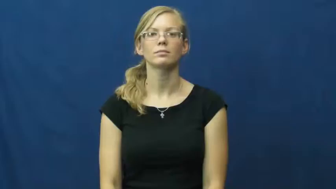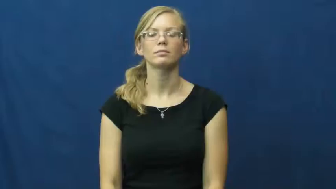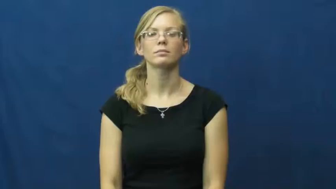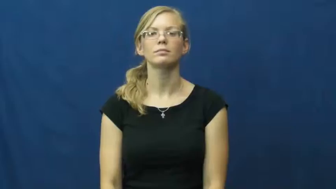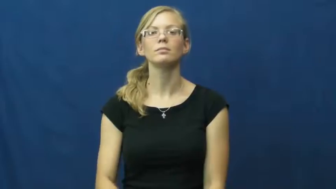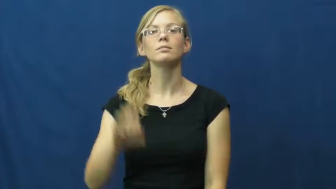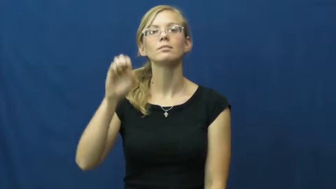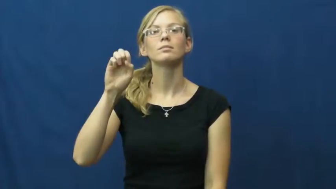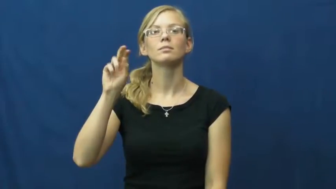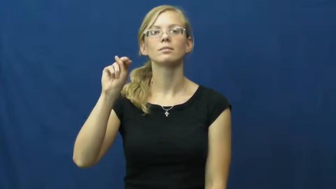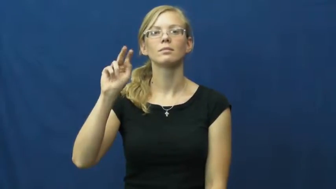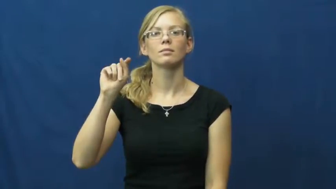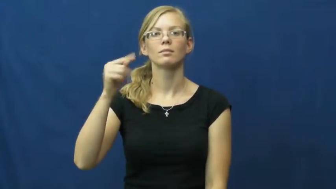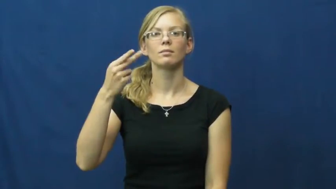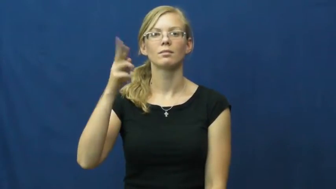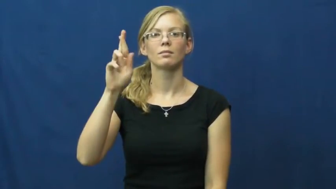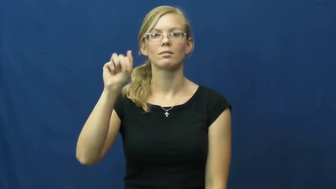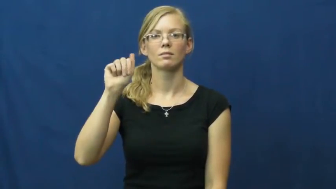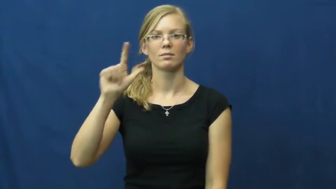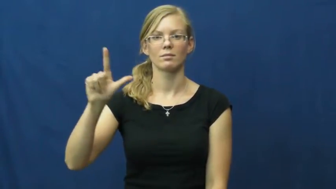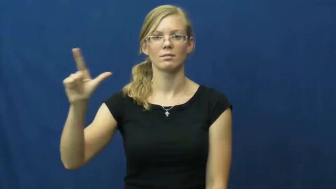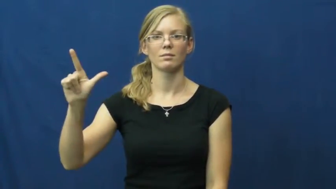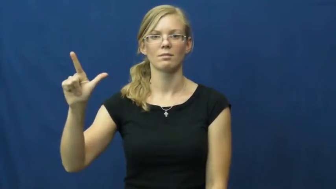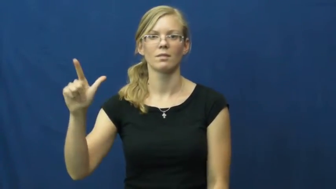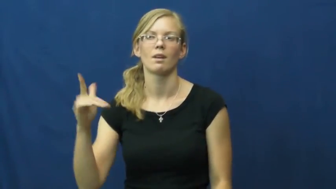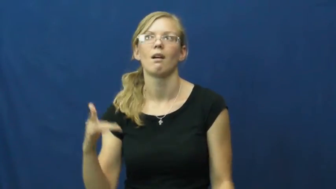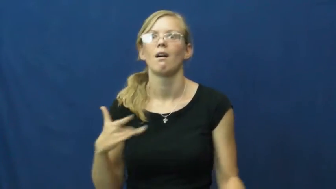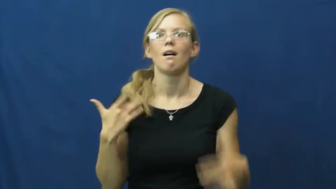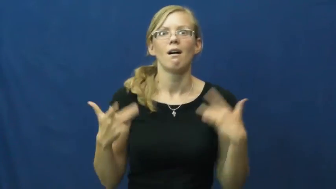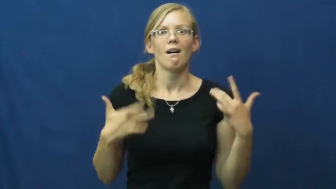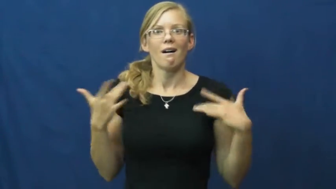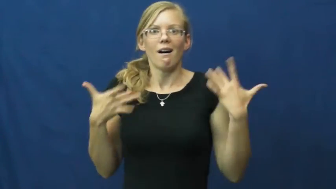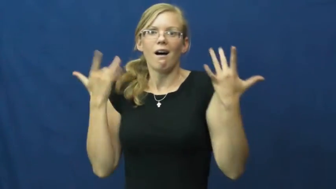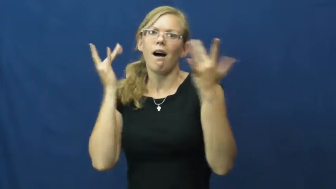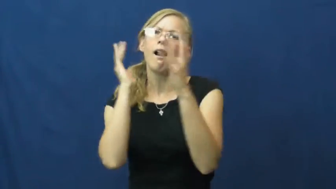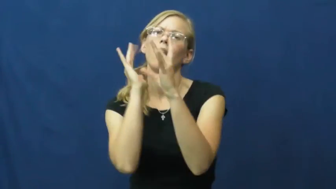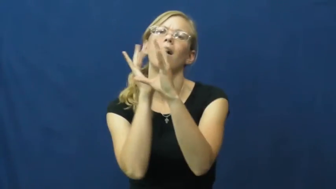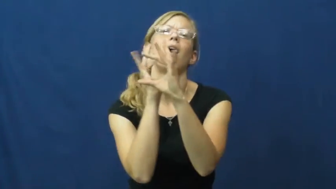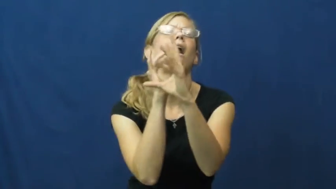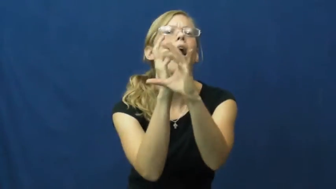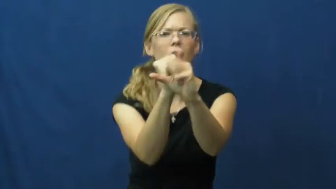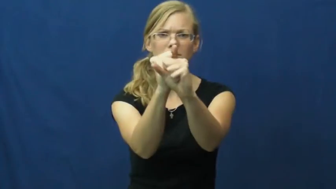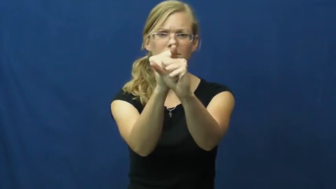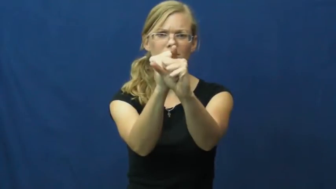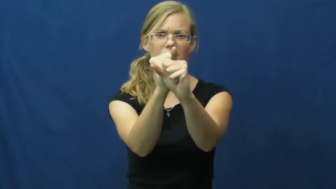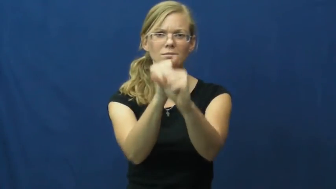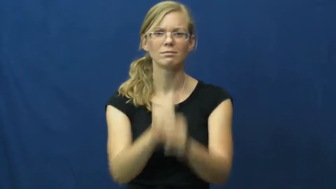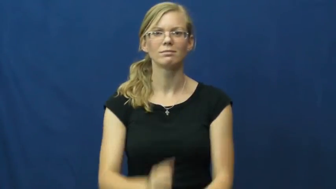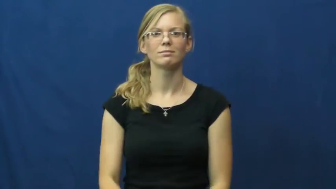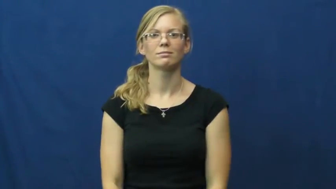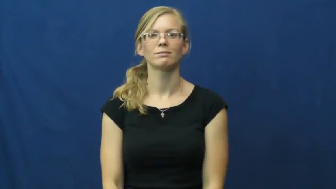enthrall